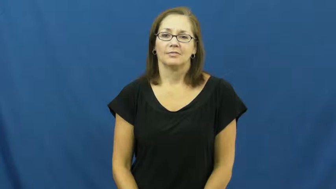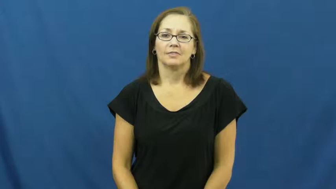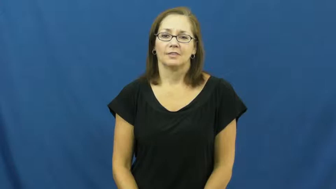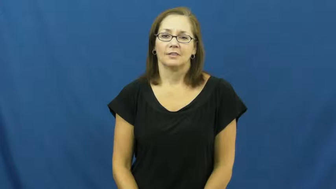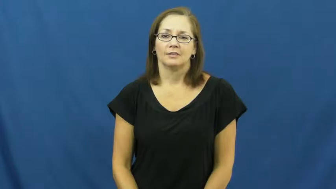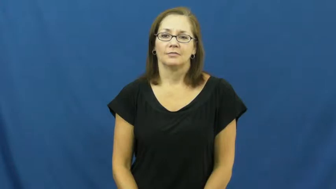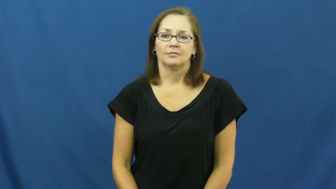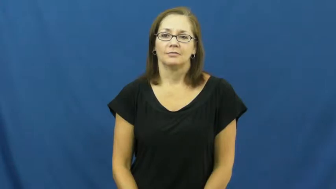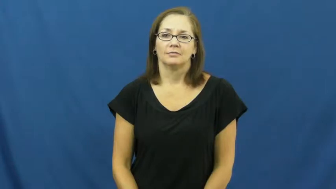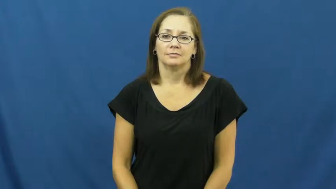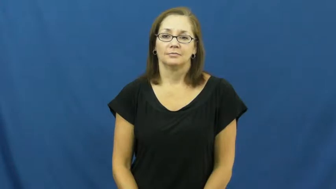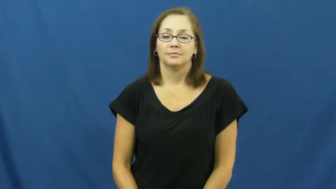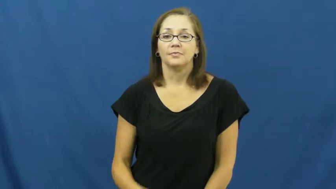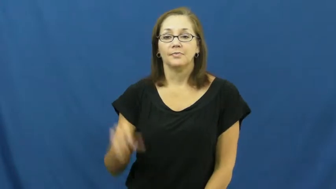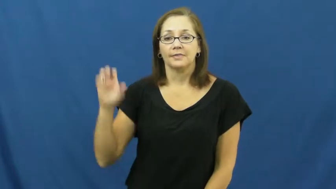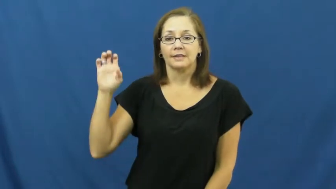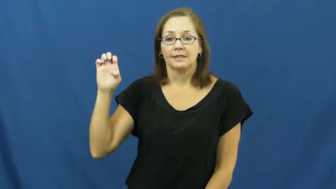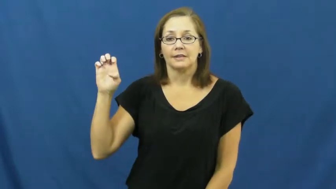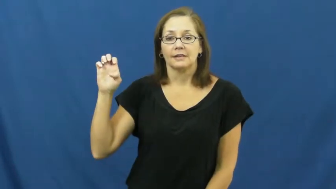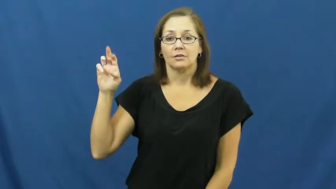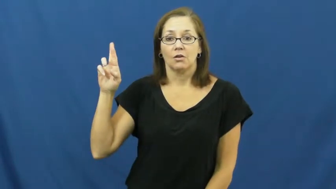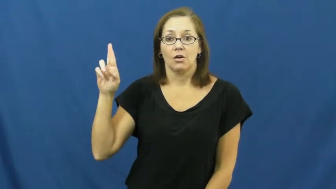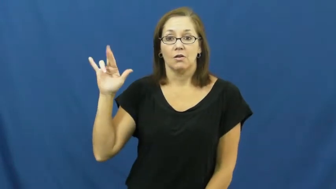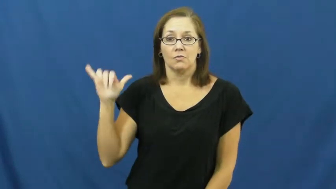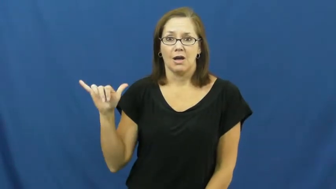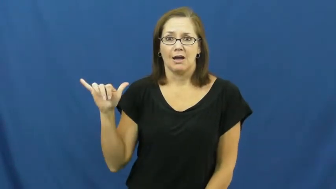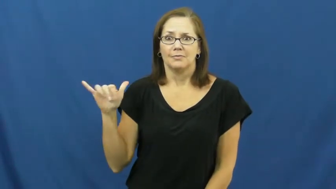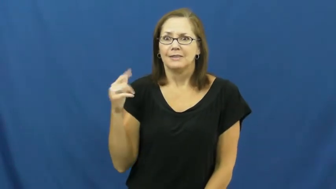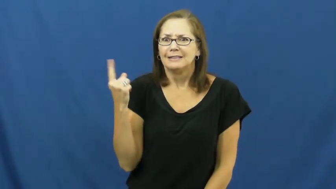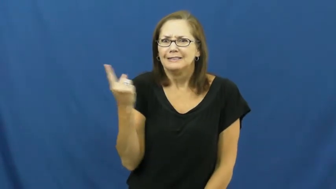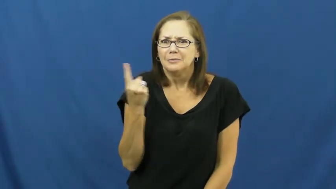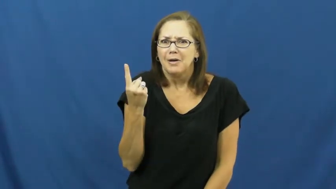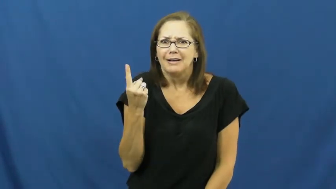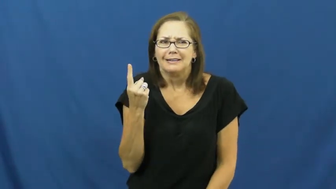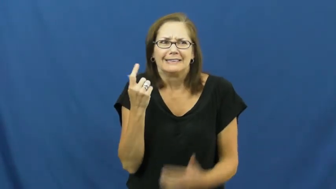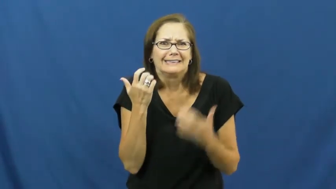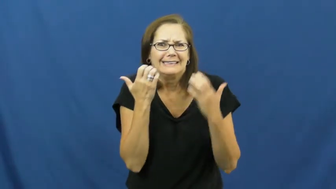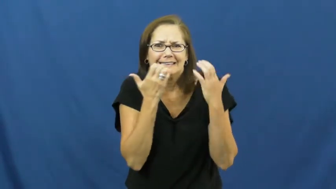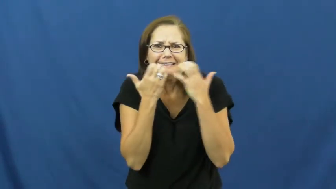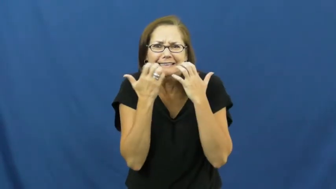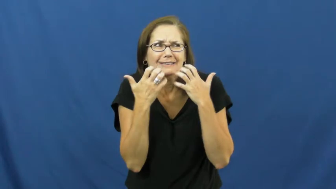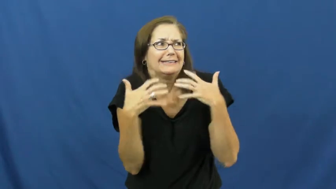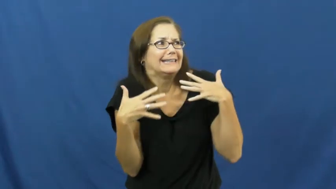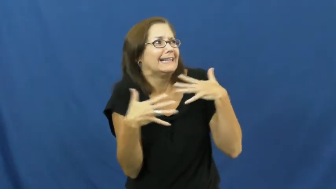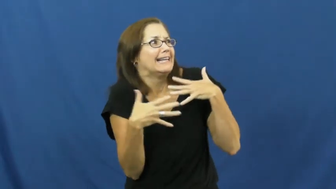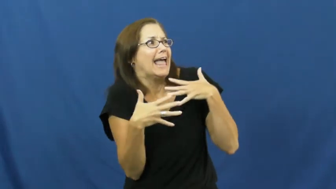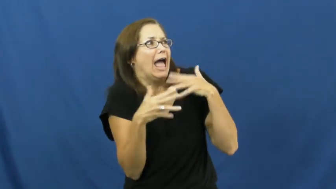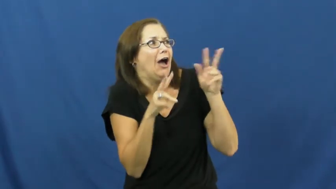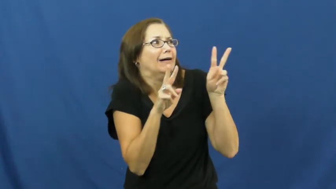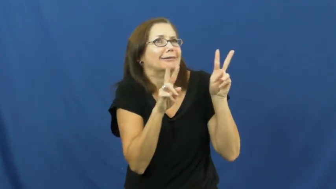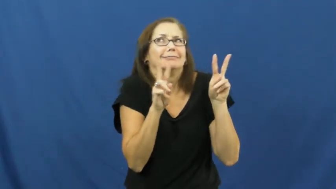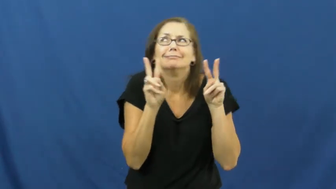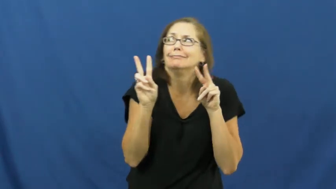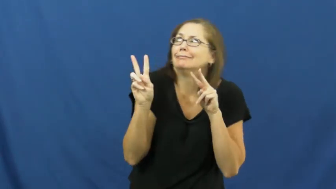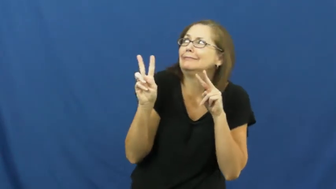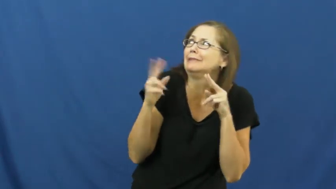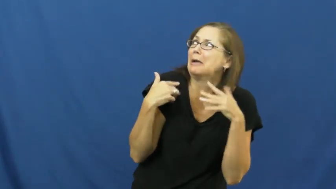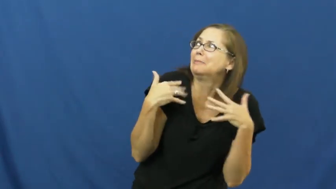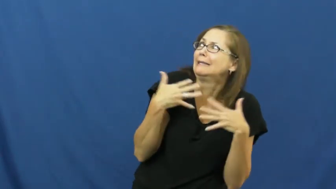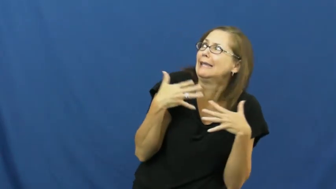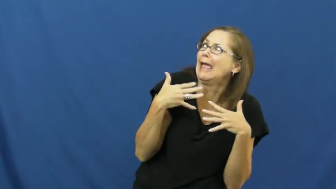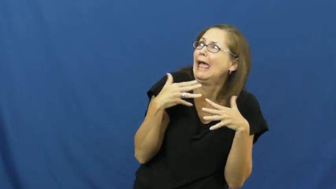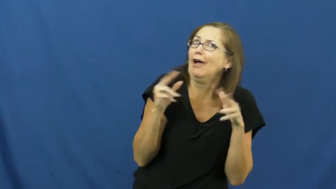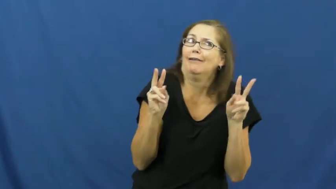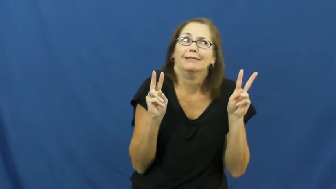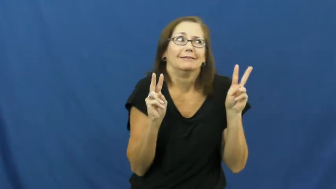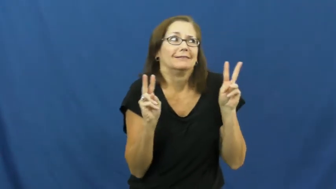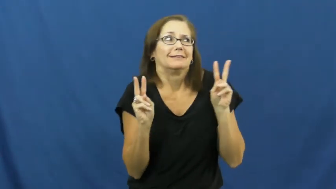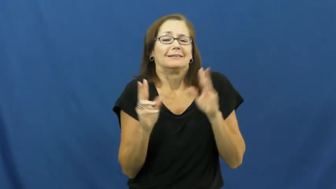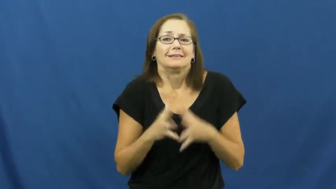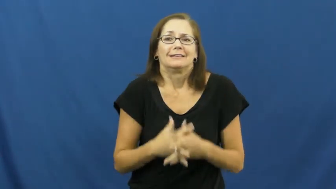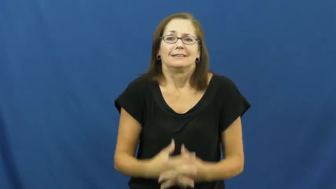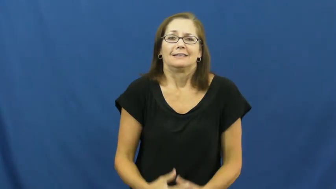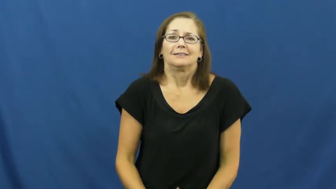eery